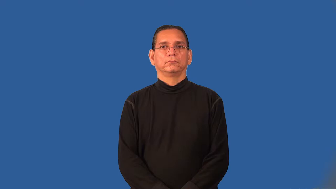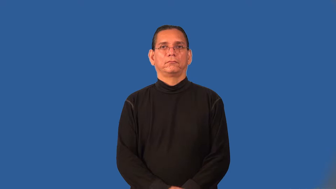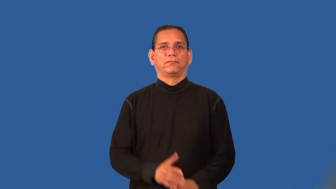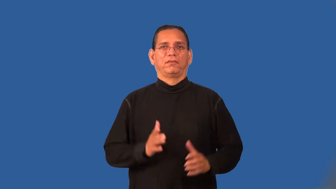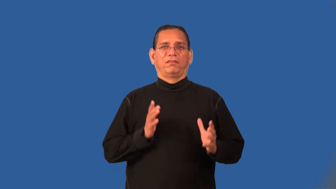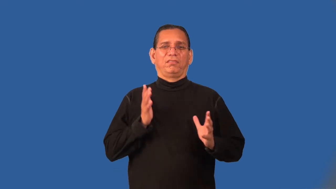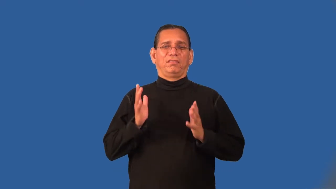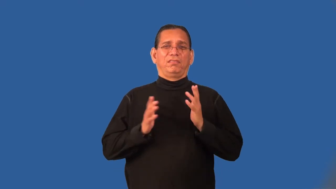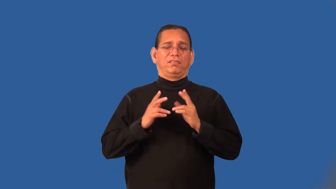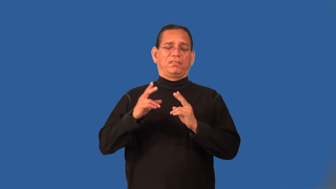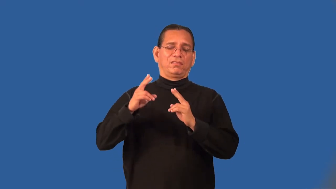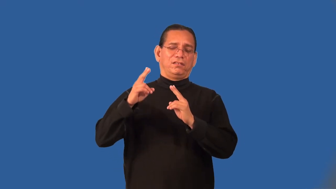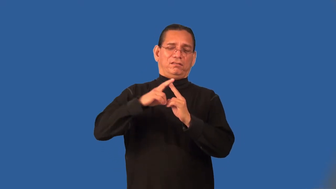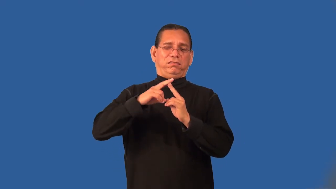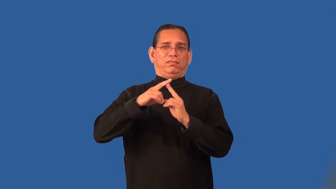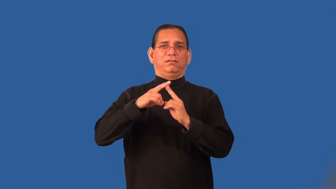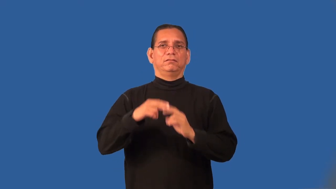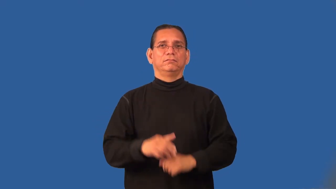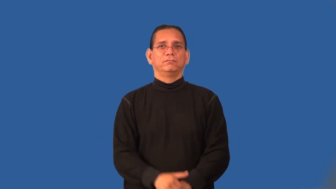premier,flagship-top